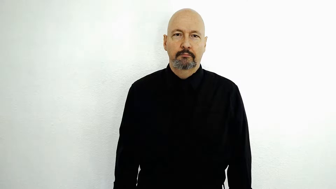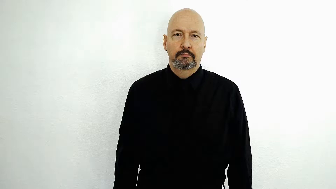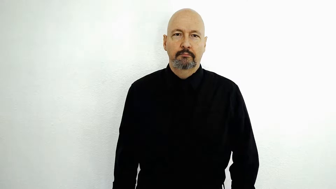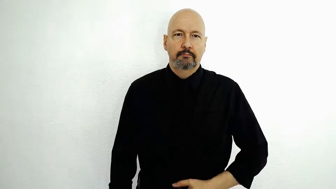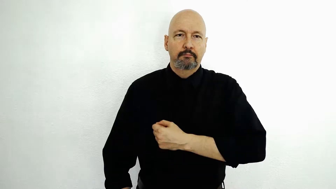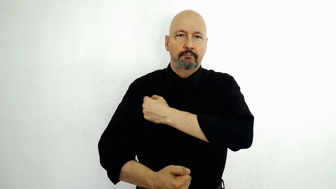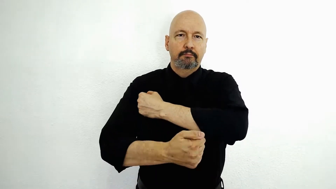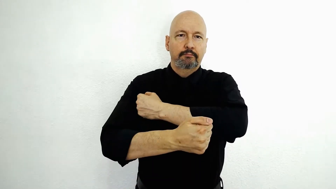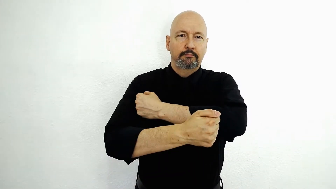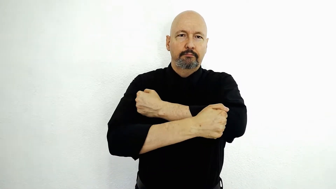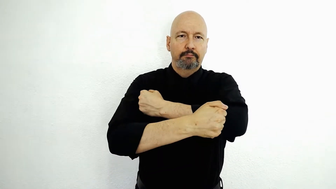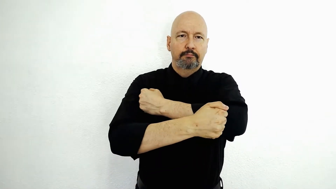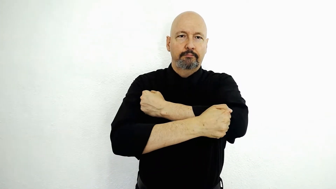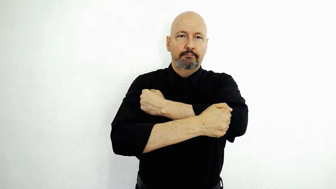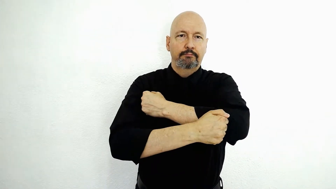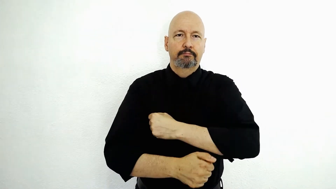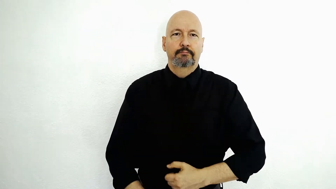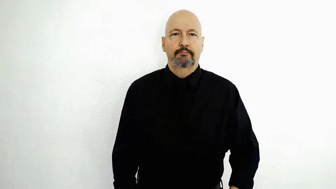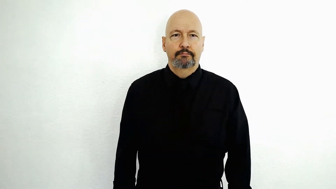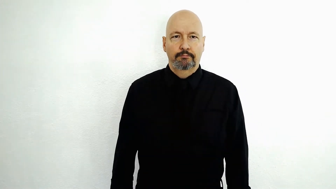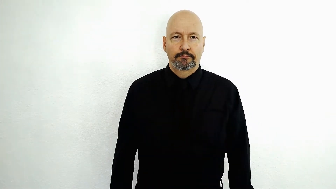CRACKER